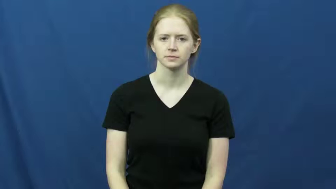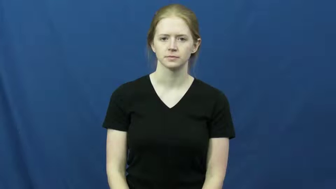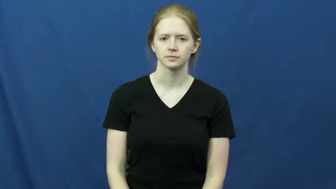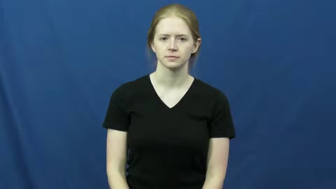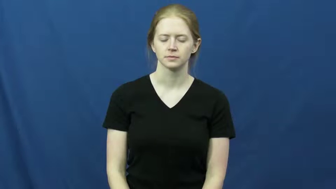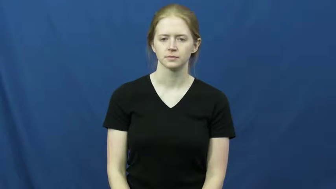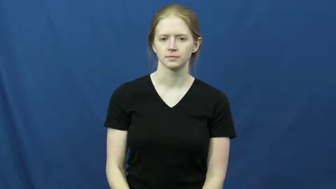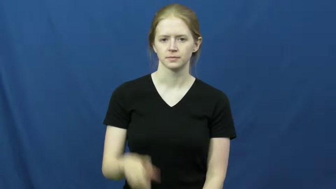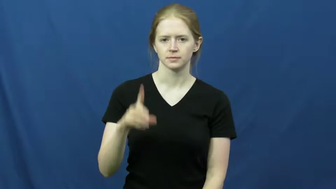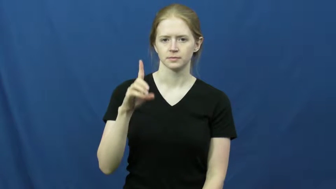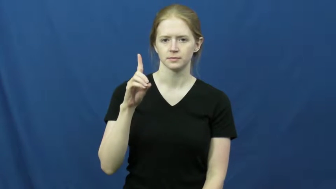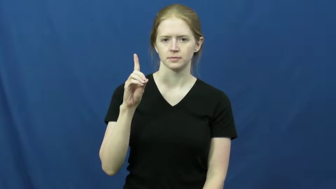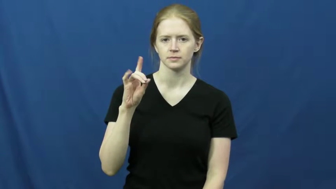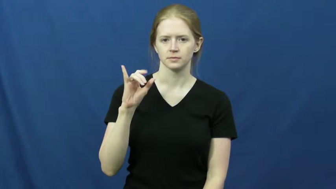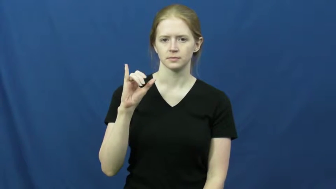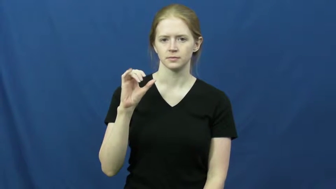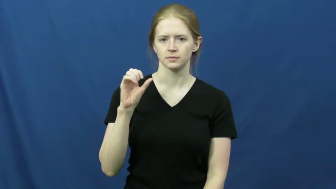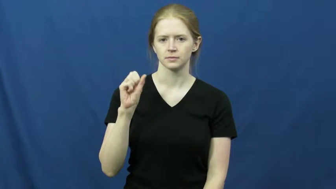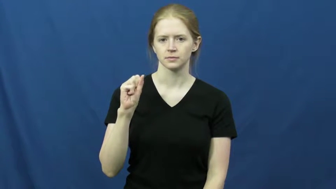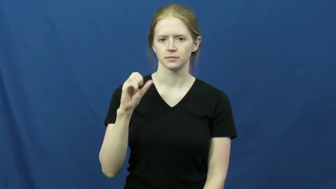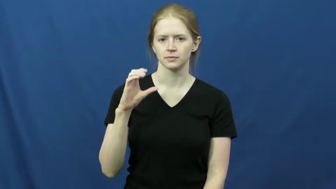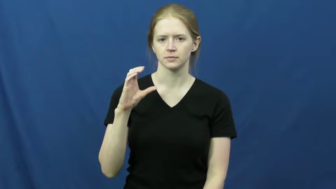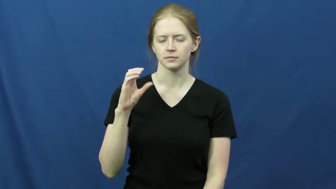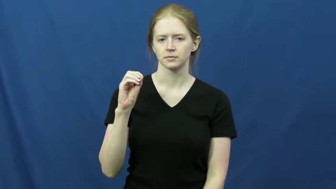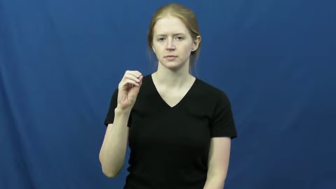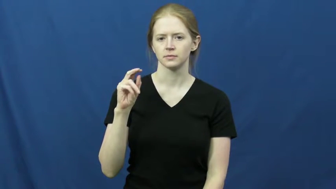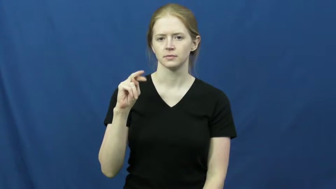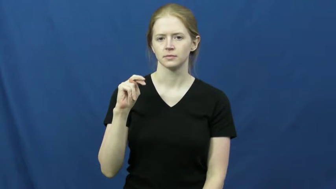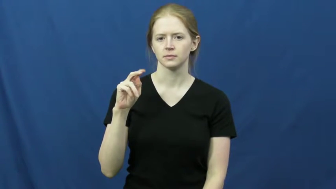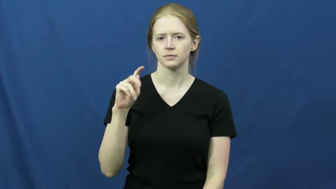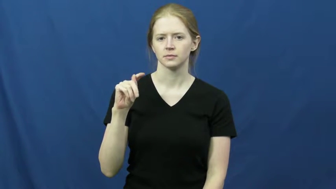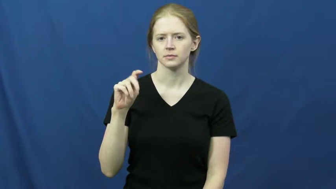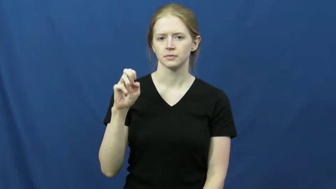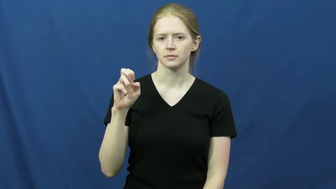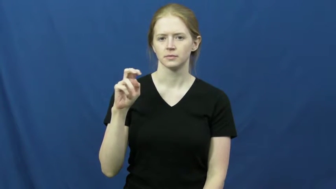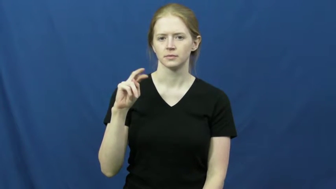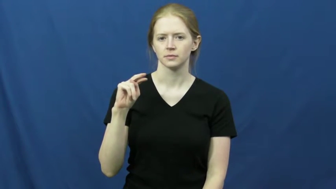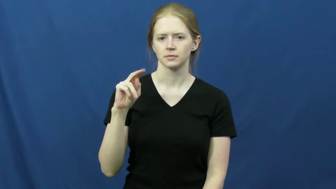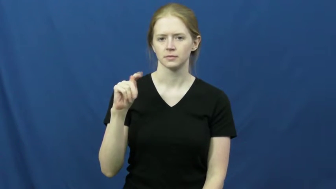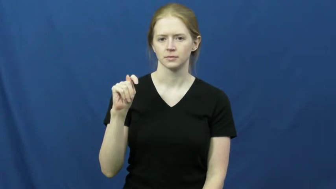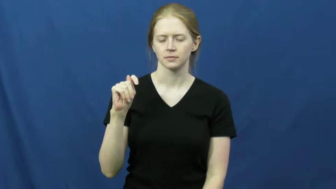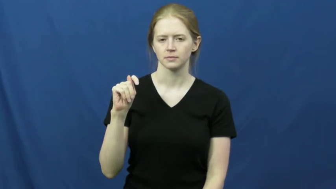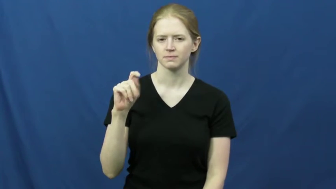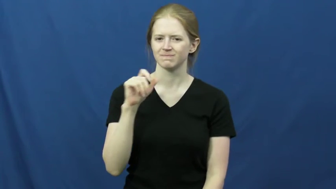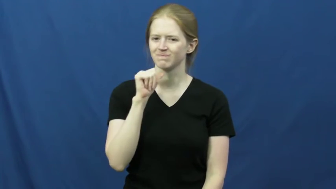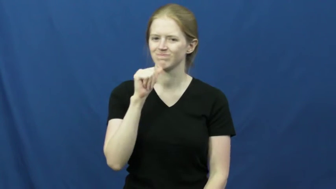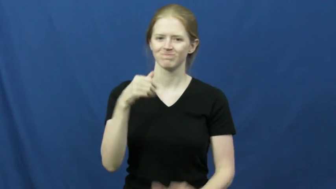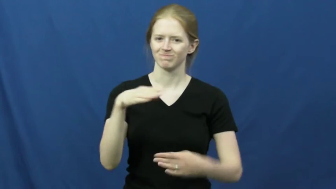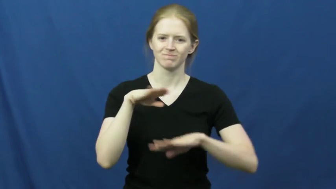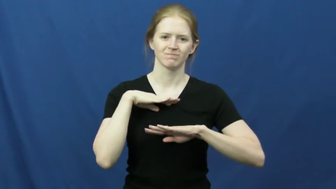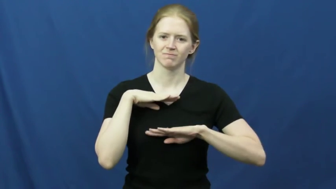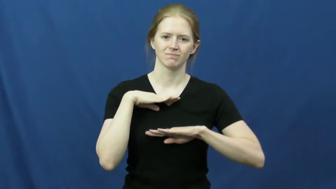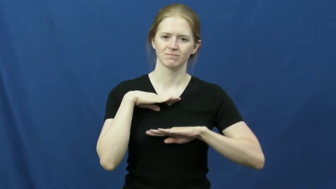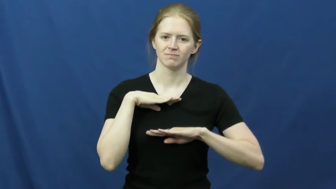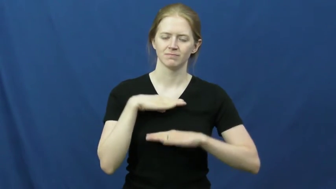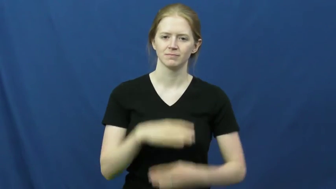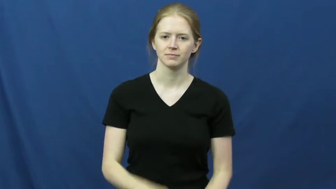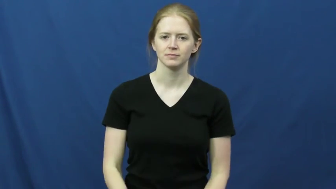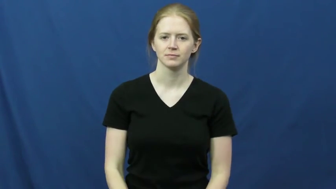discontent